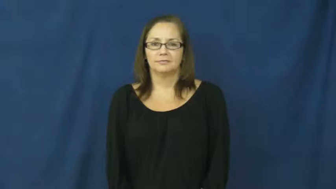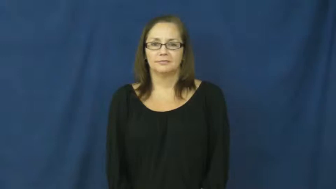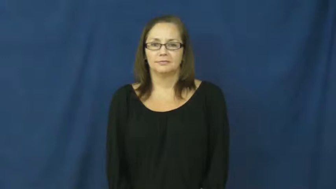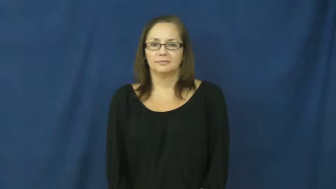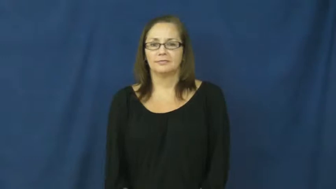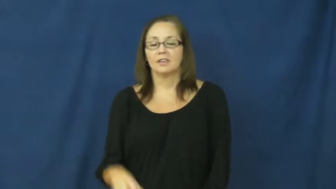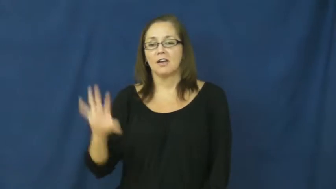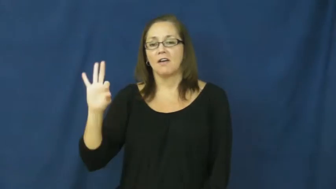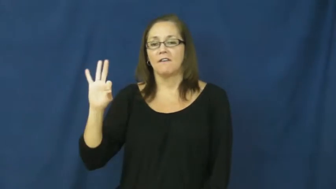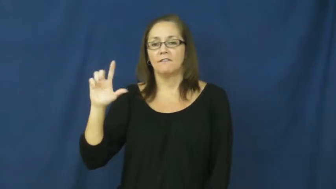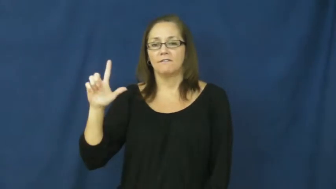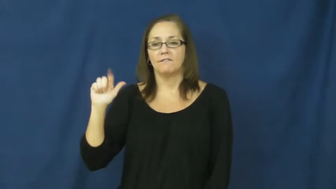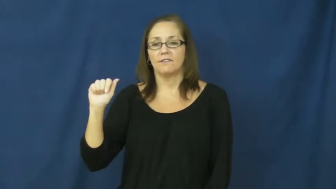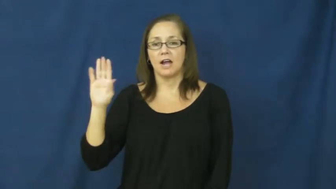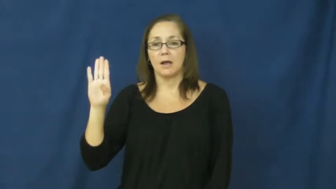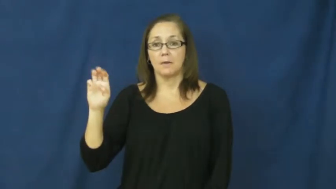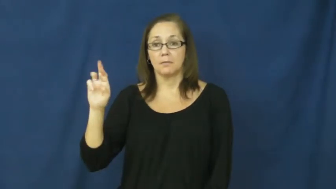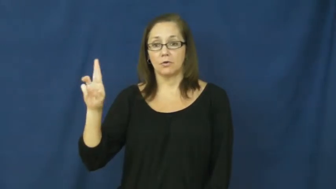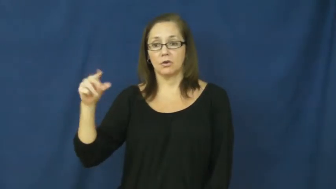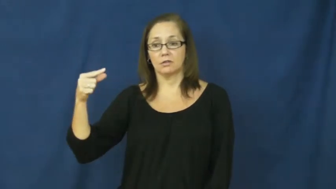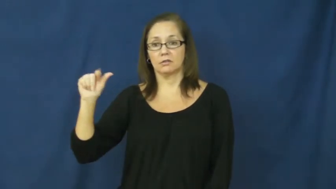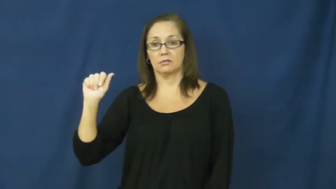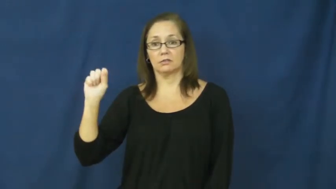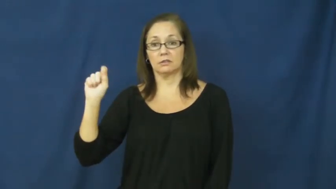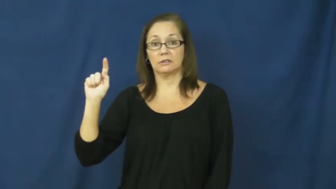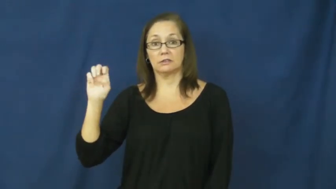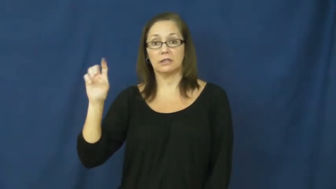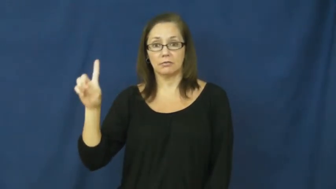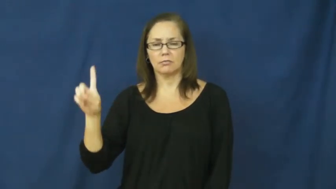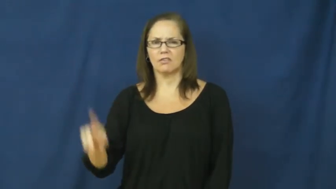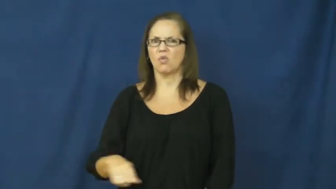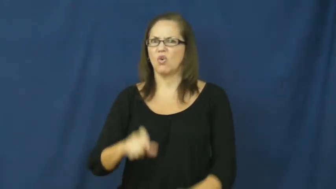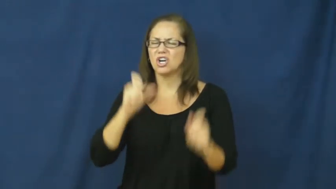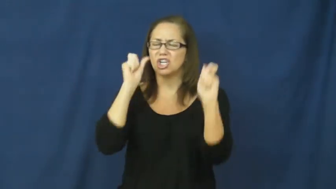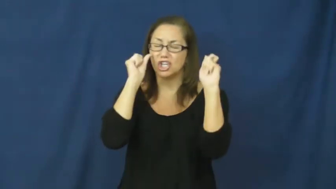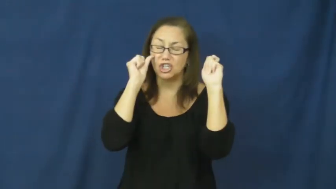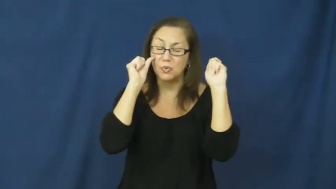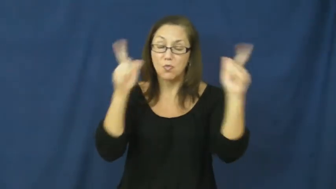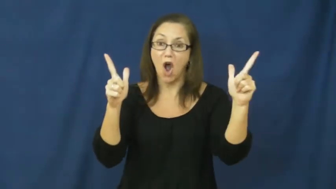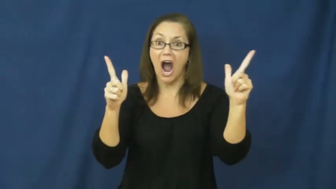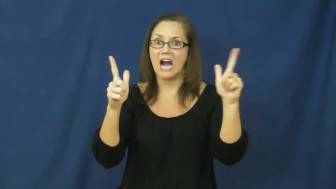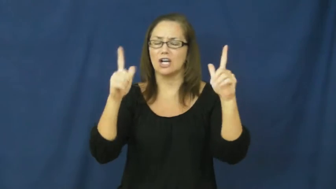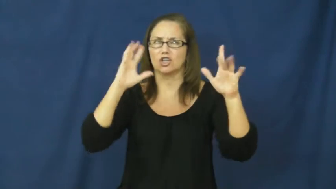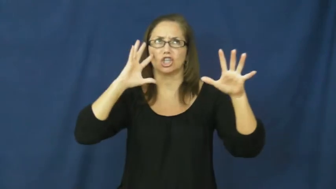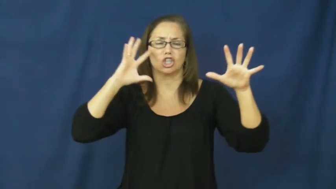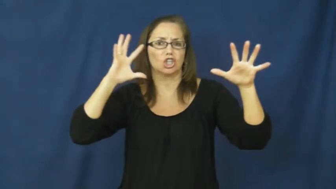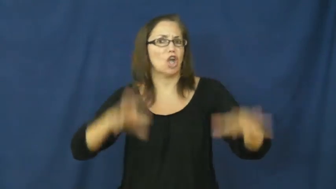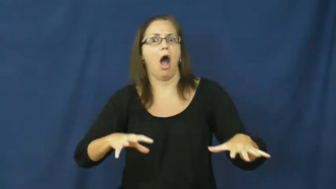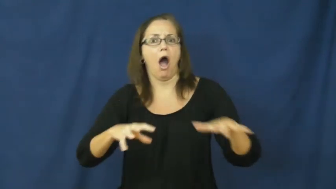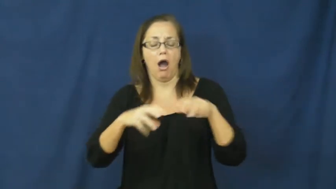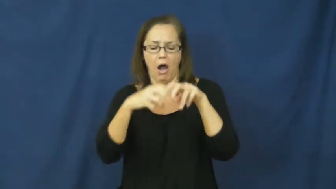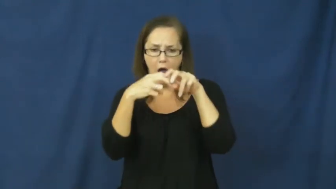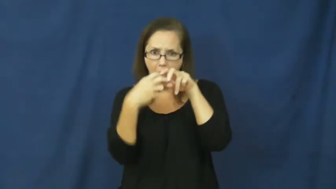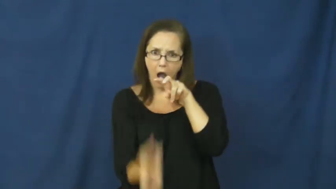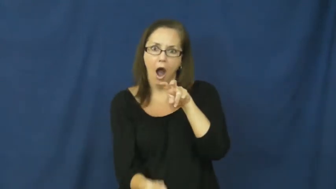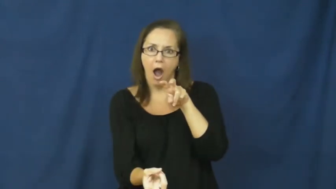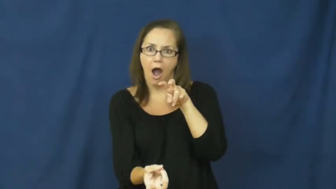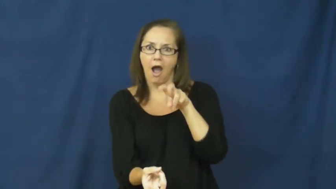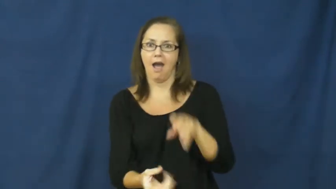flabbergasted